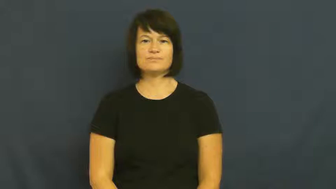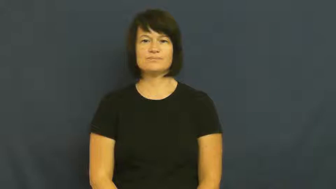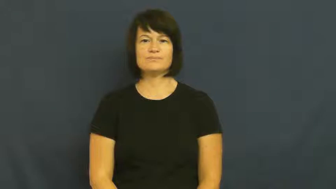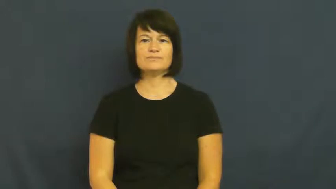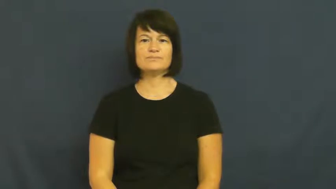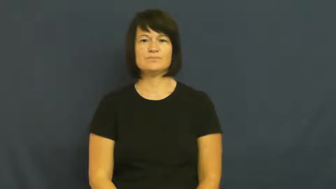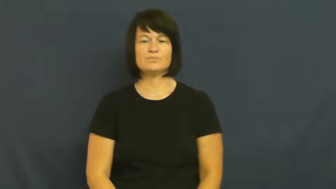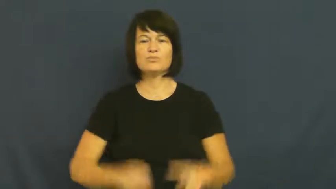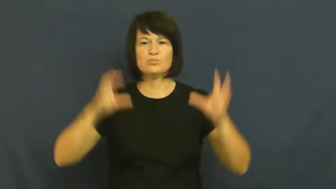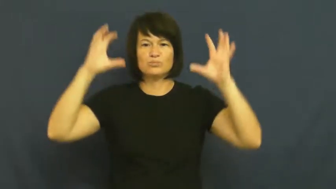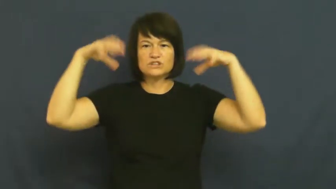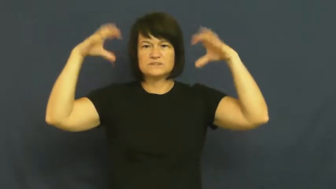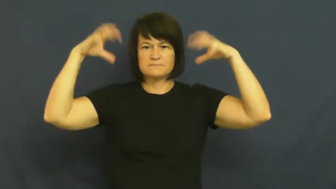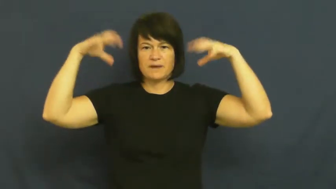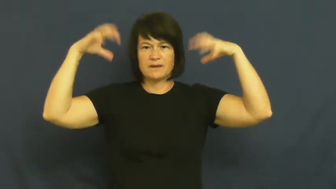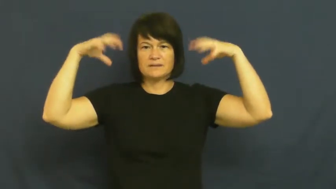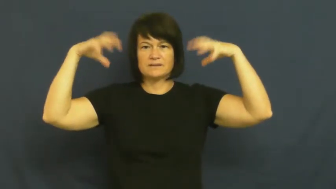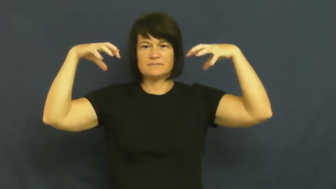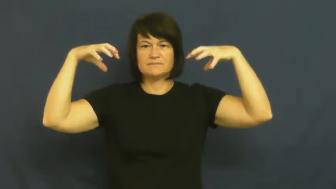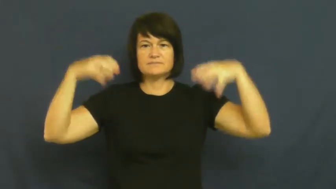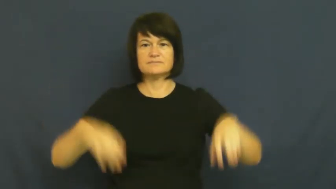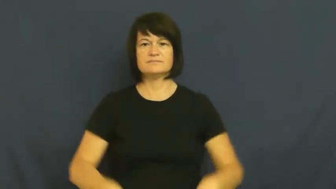precipiate-rain